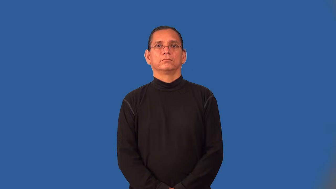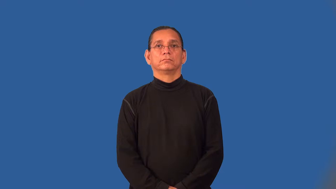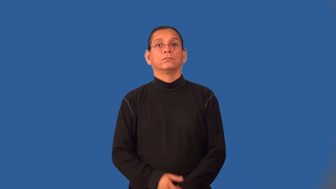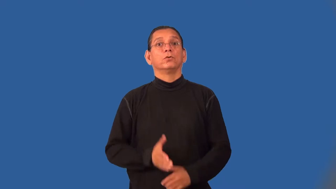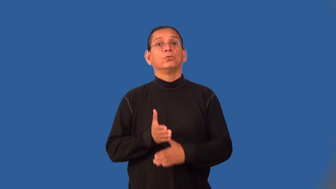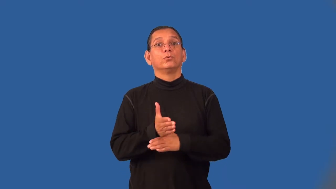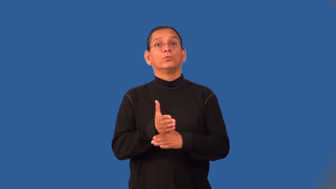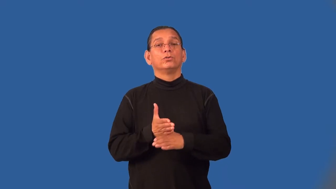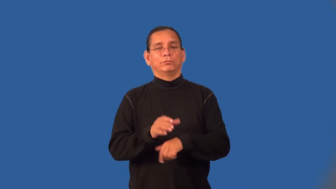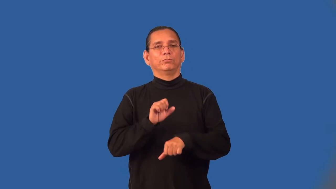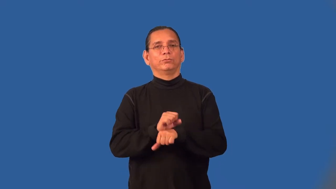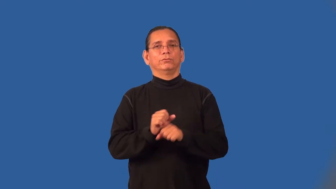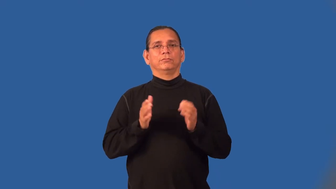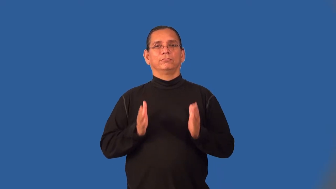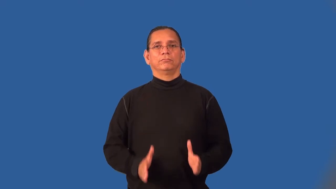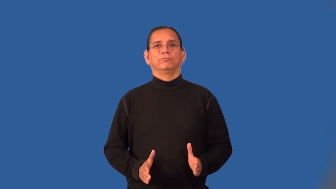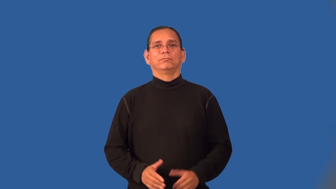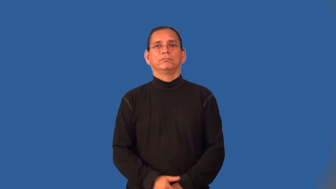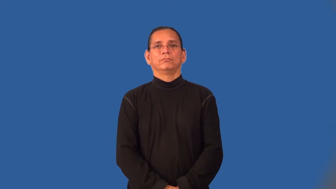woodworker,joiner